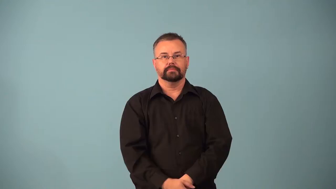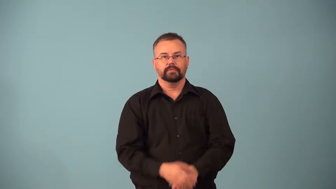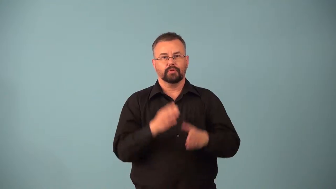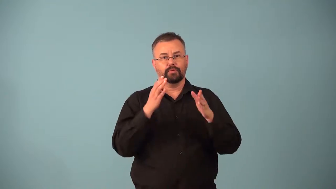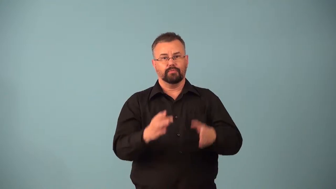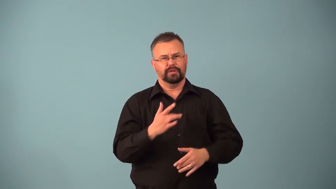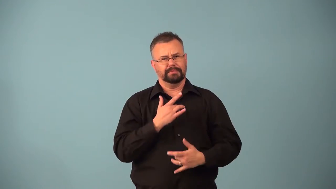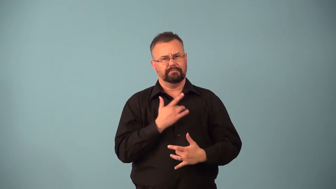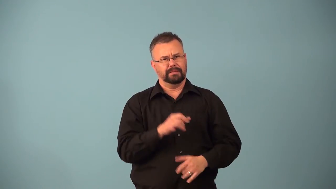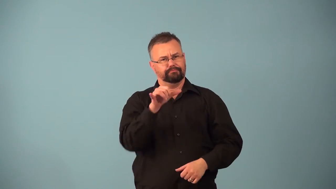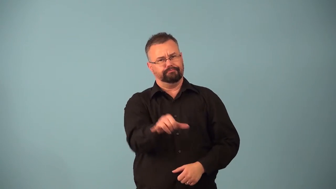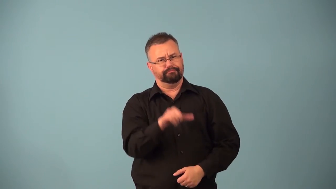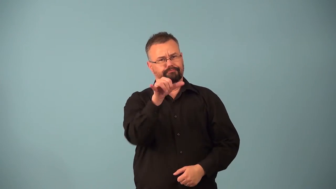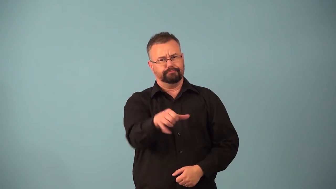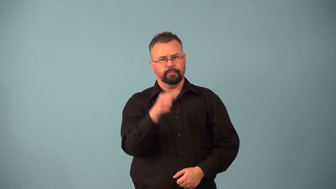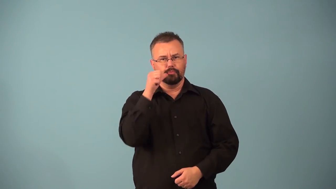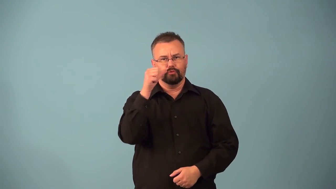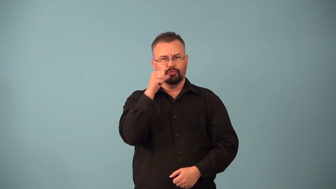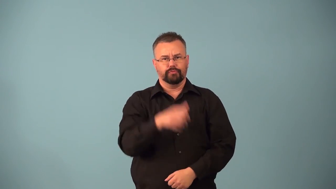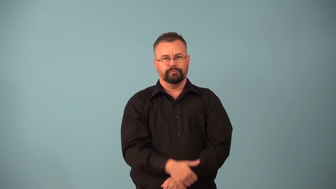barfly